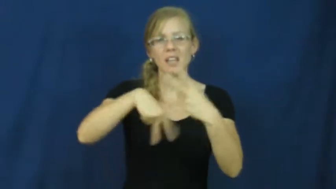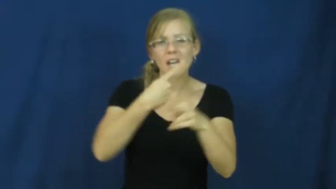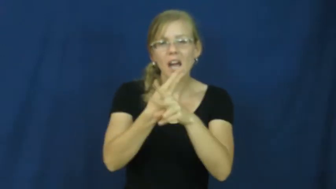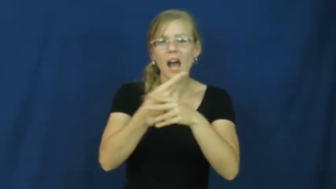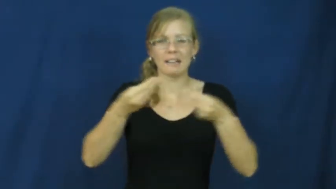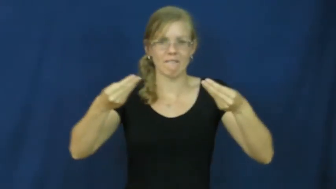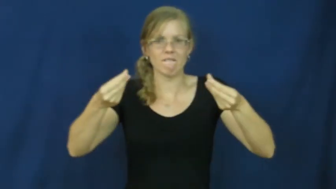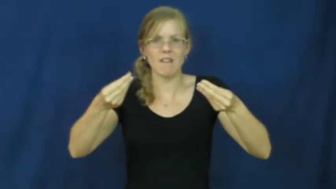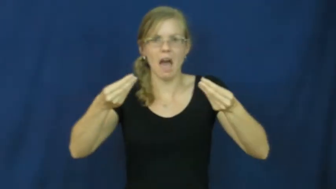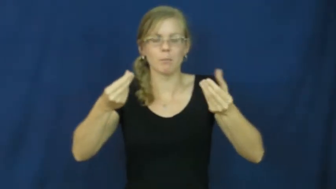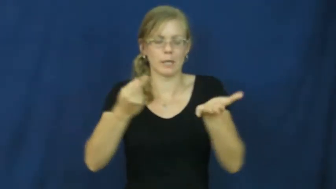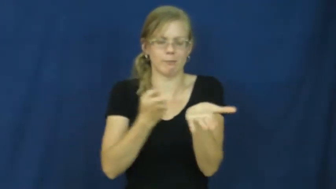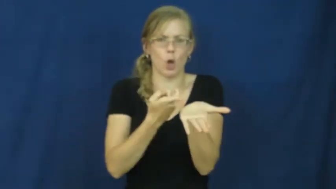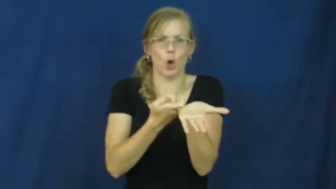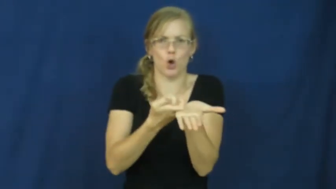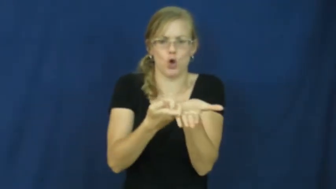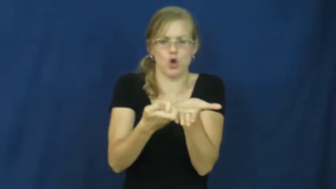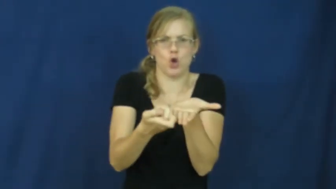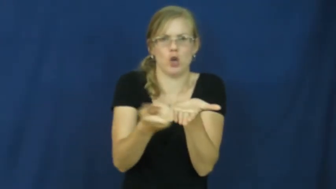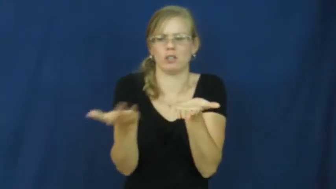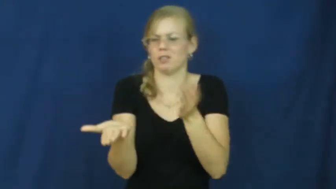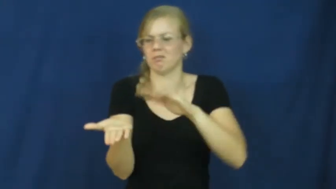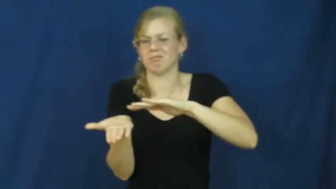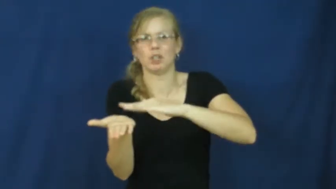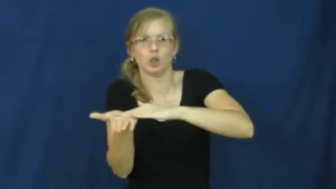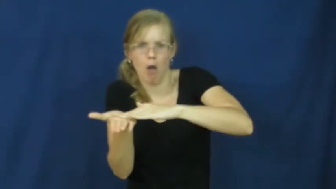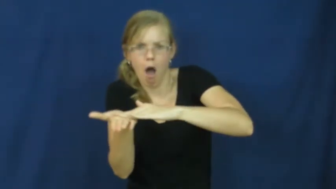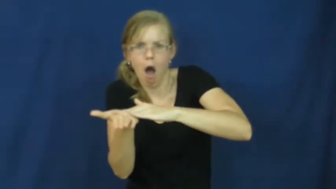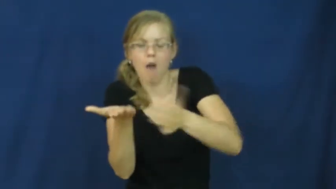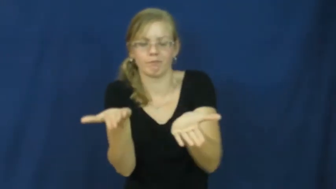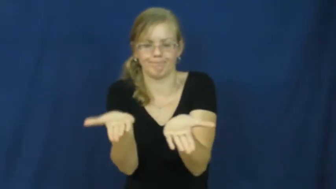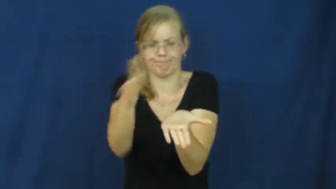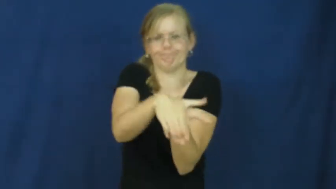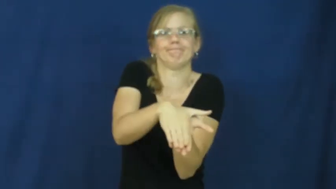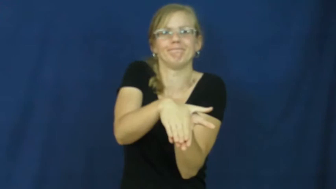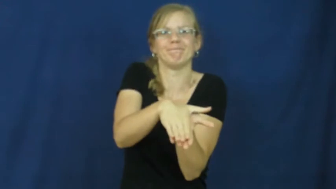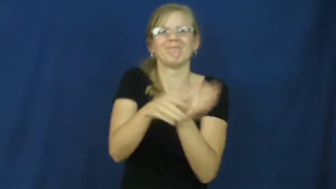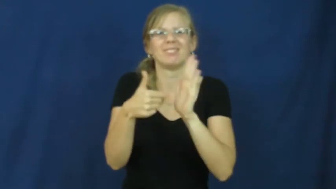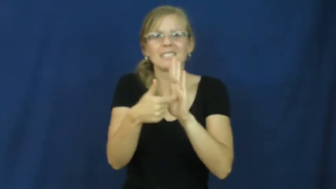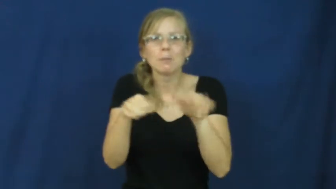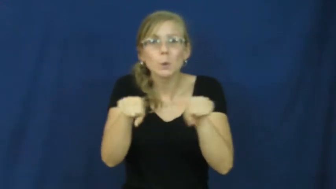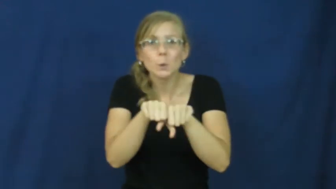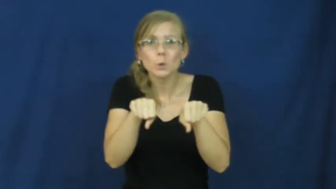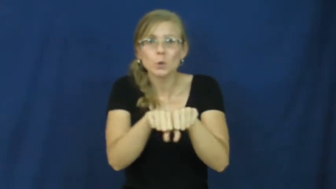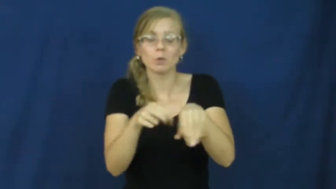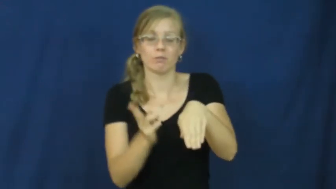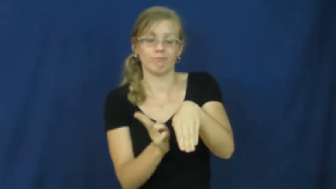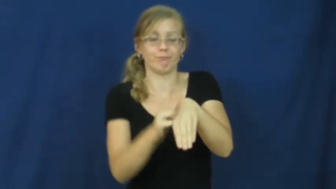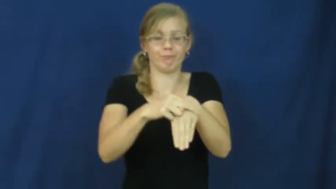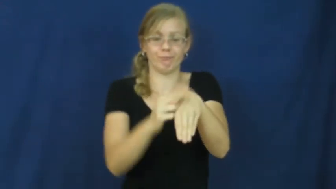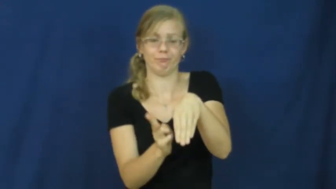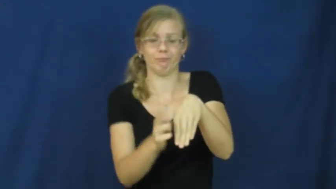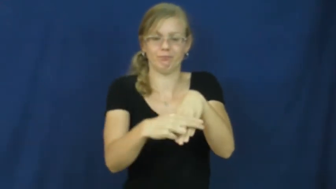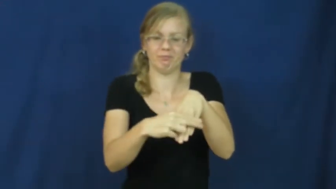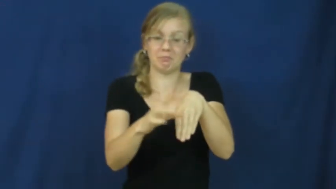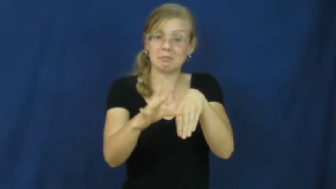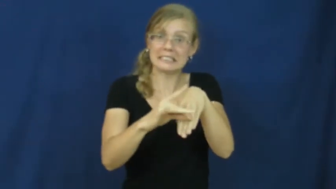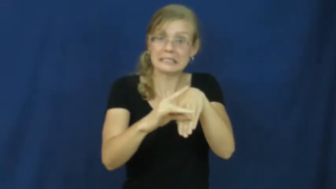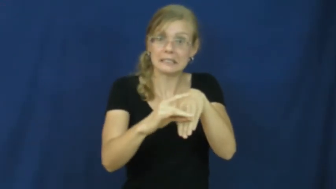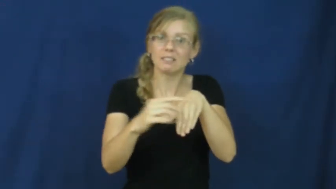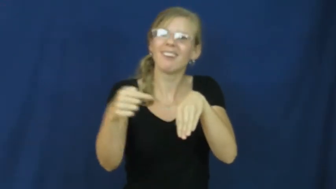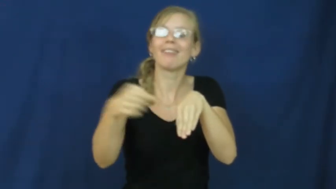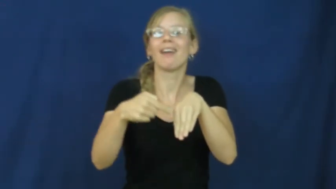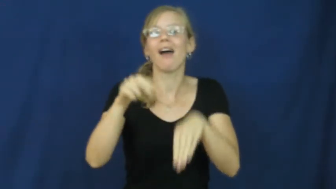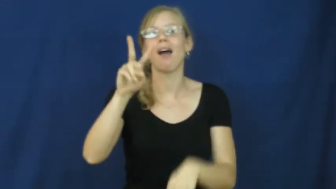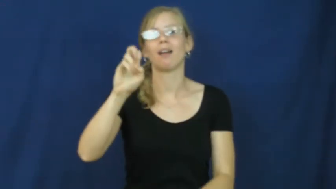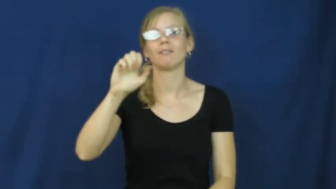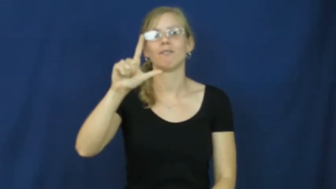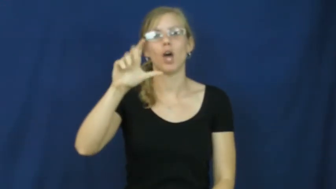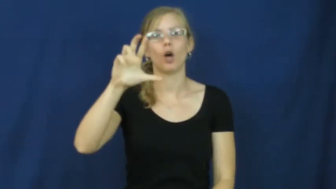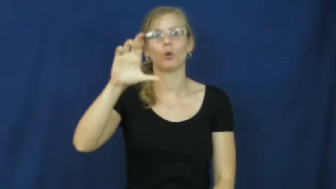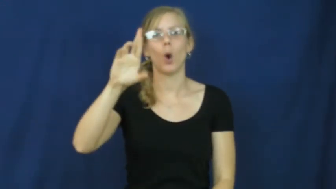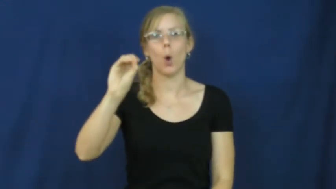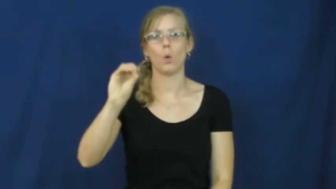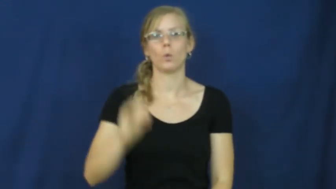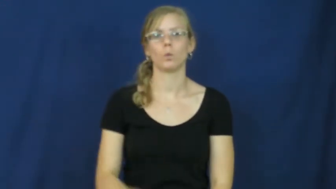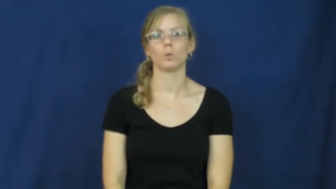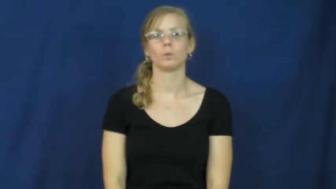velcro